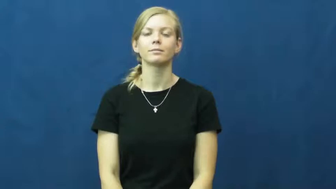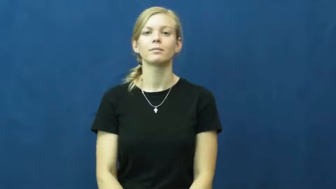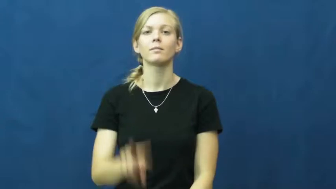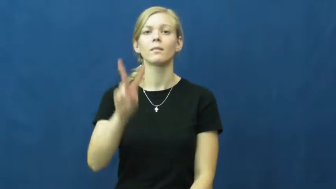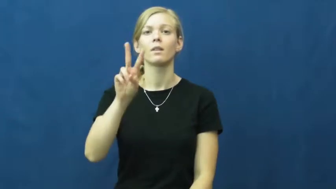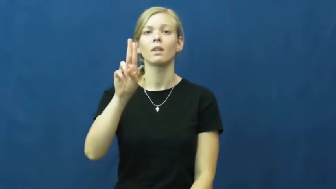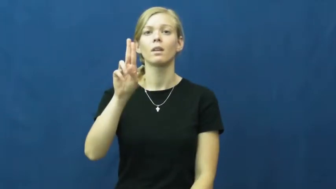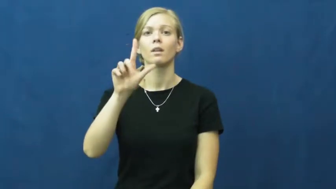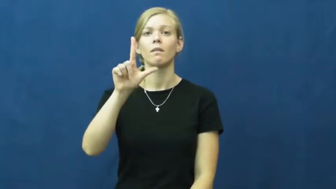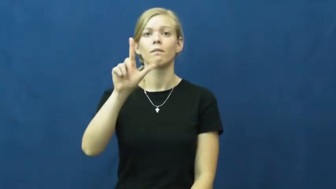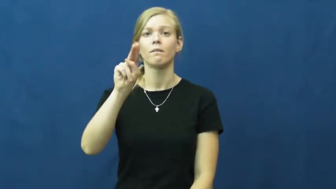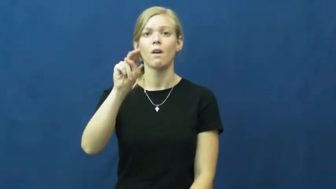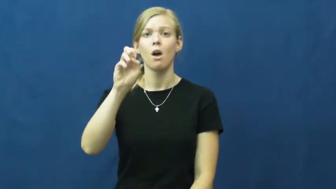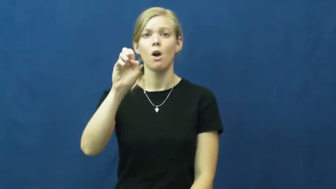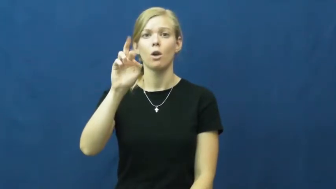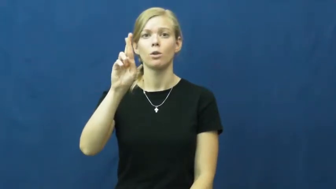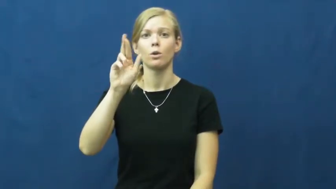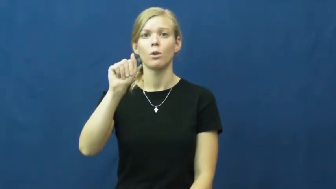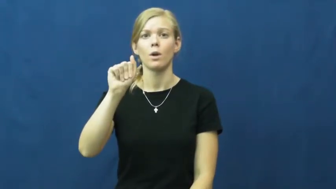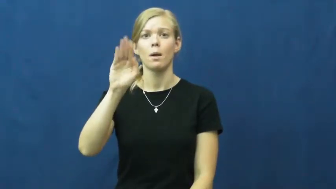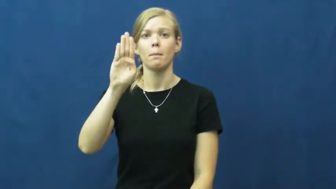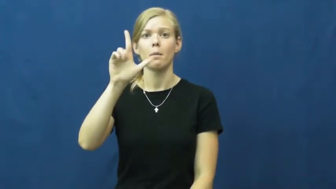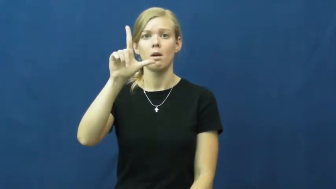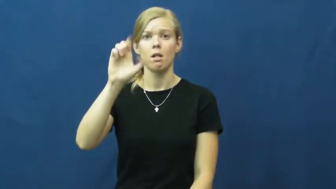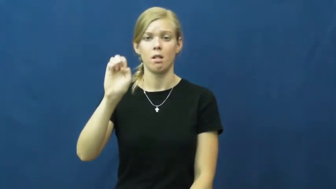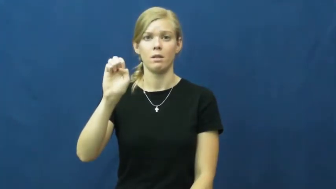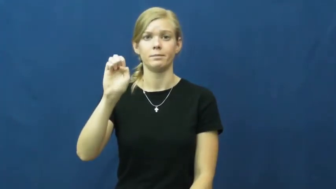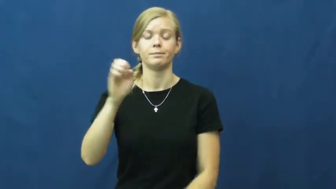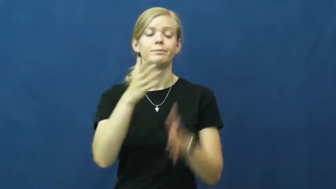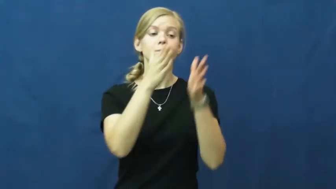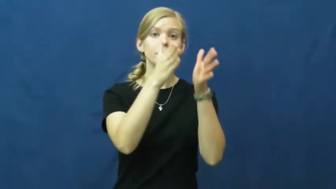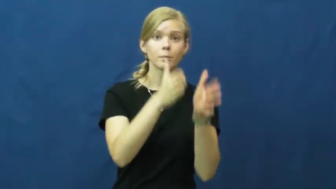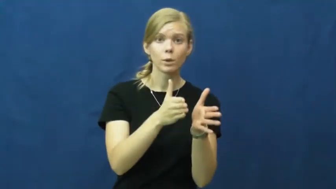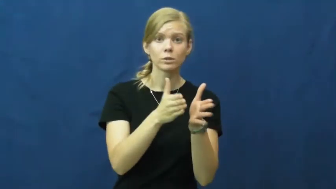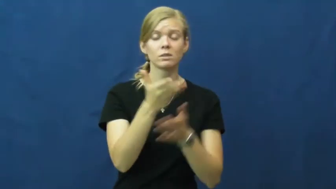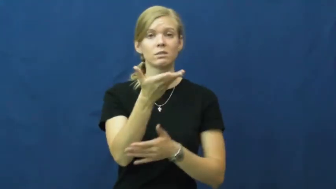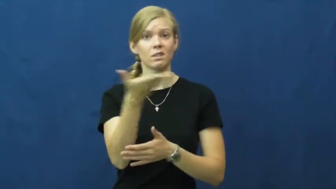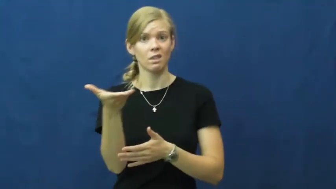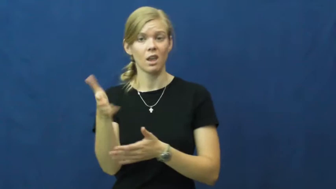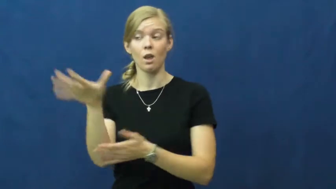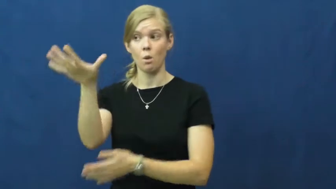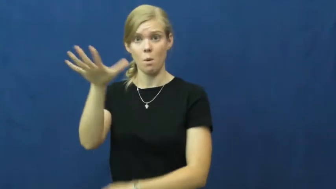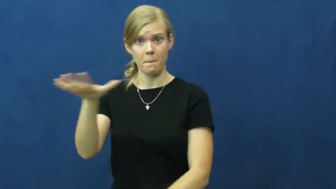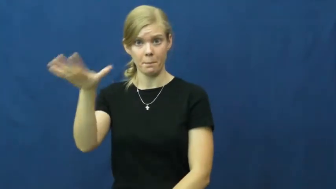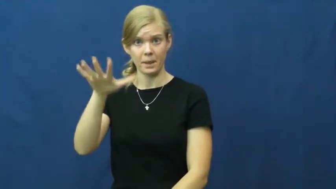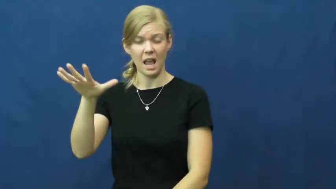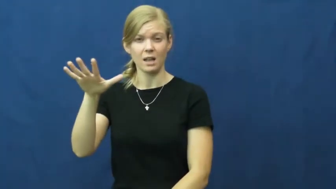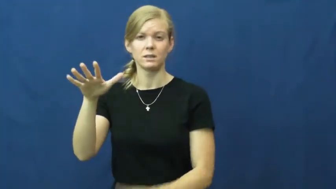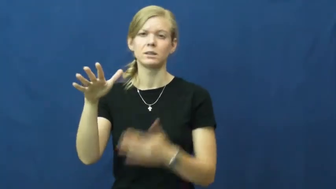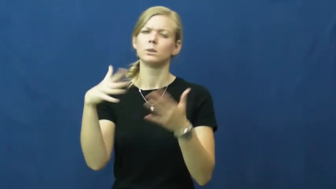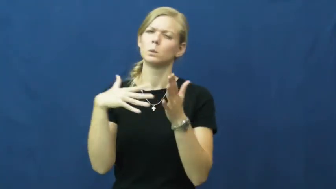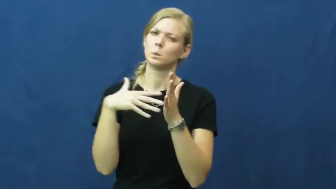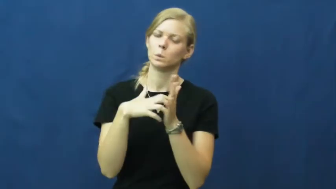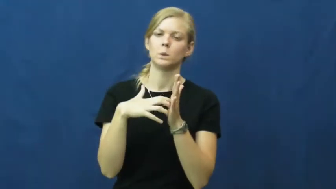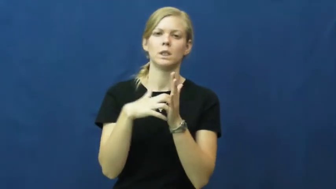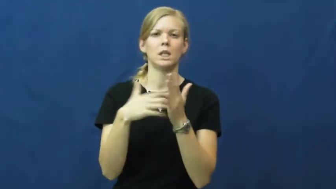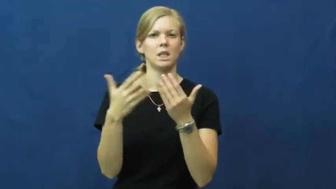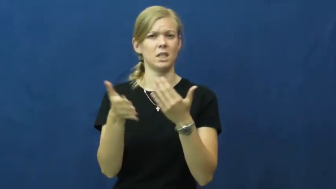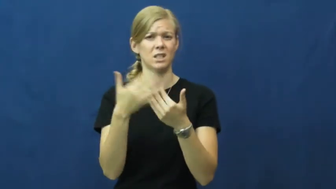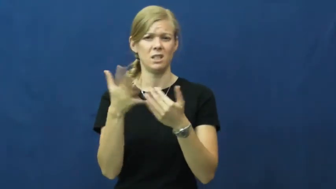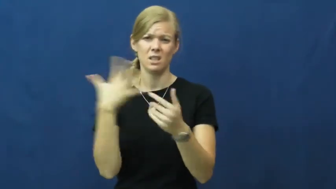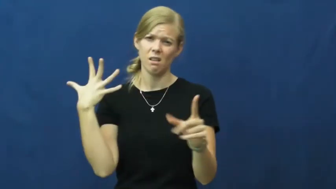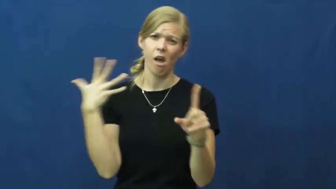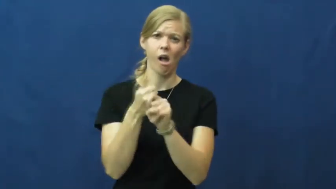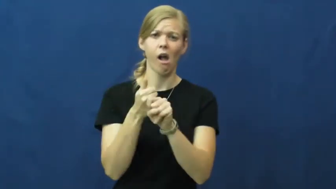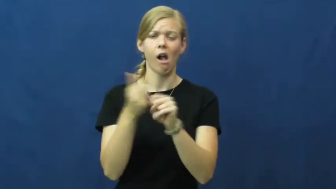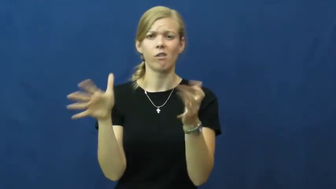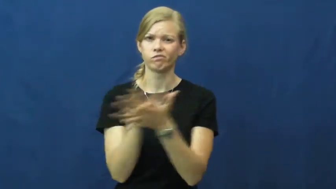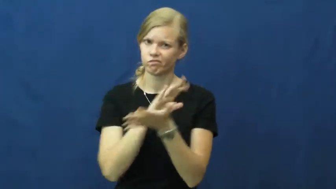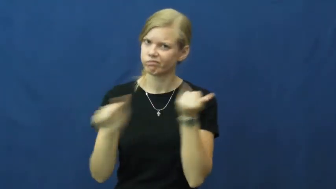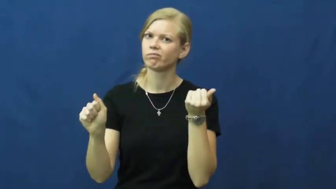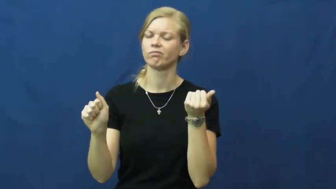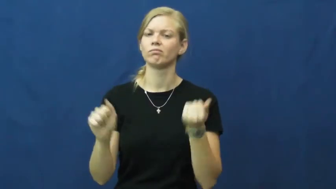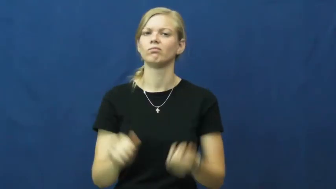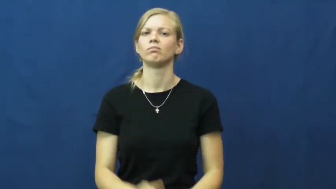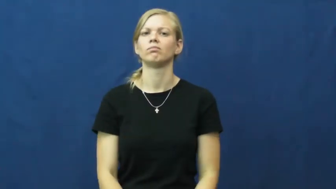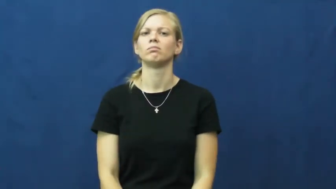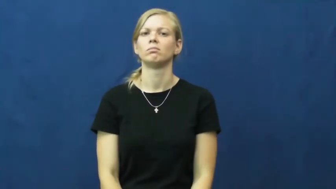vulnerable